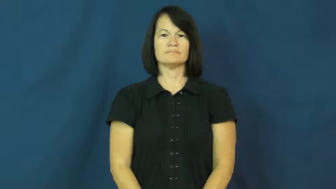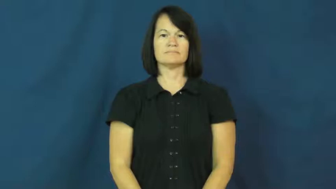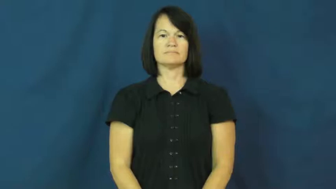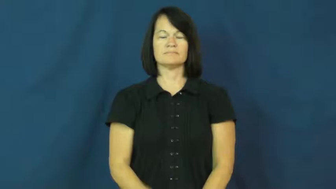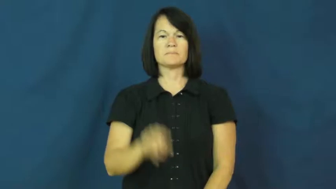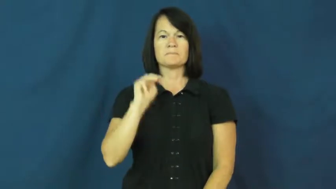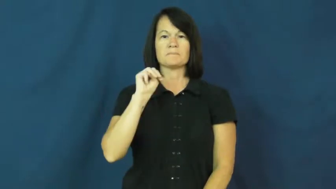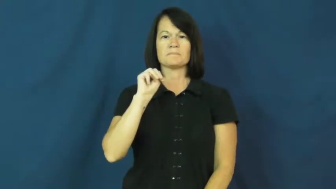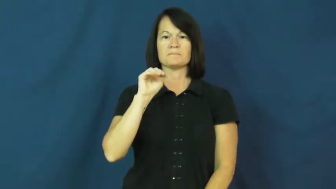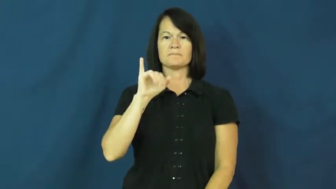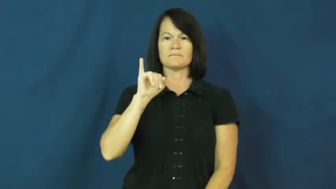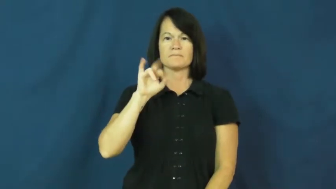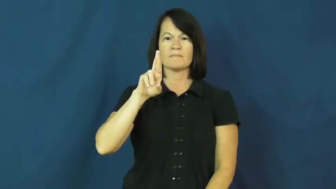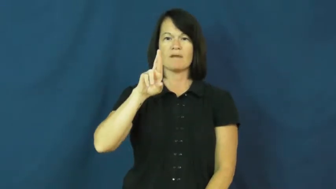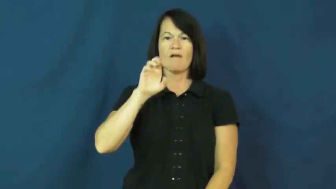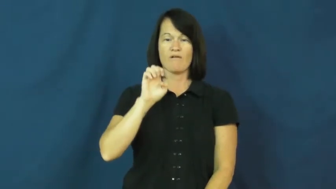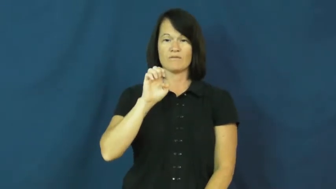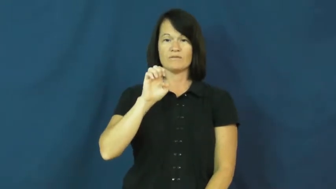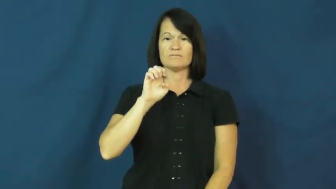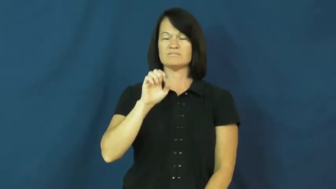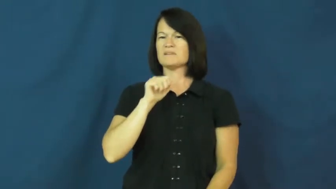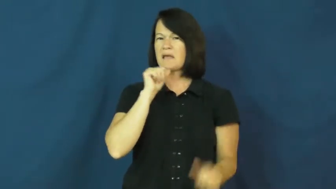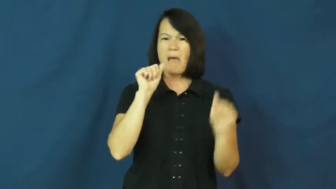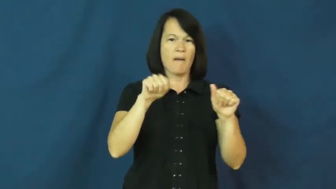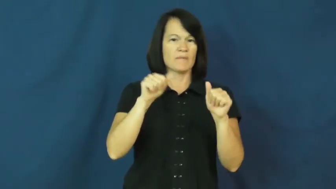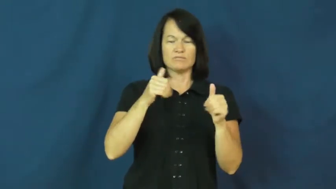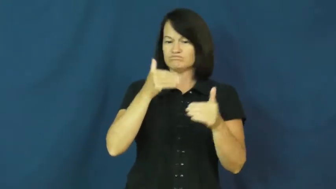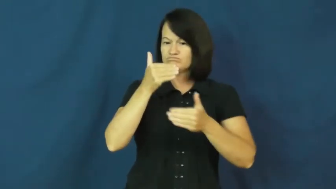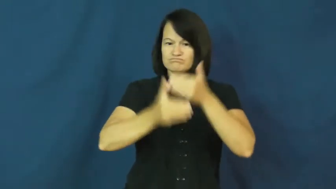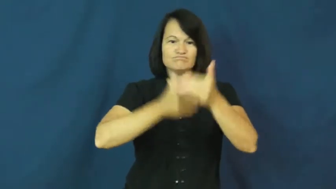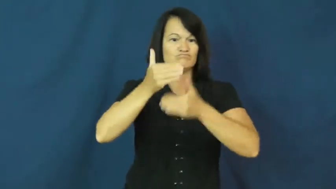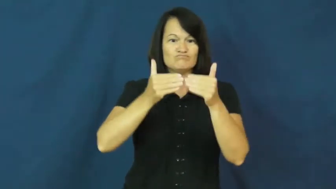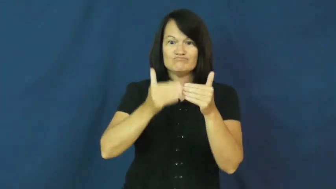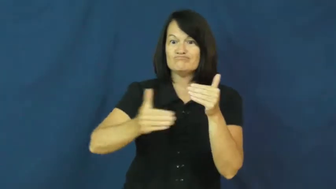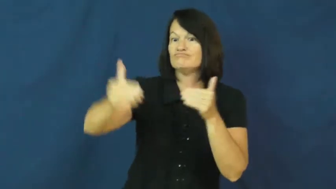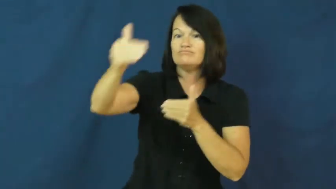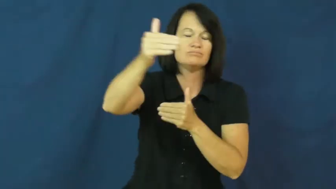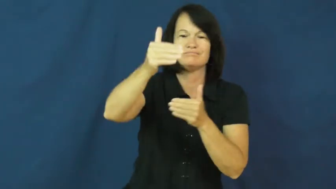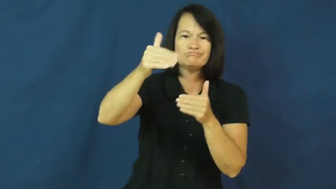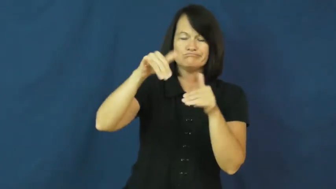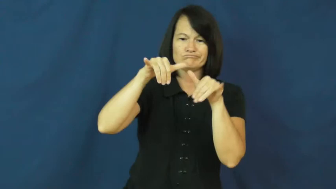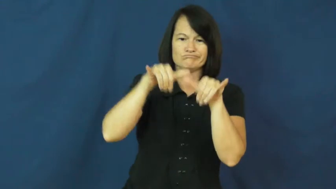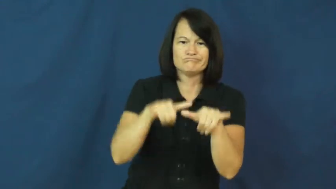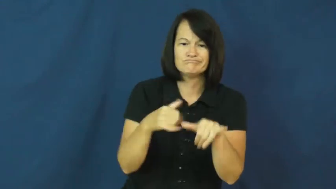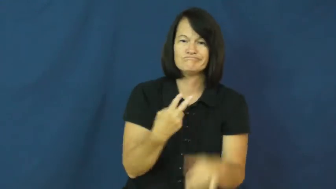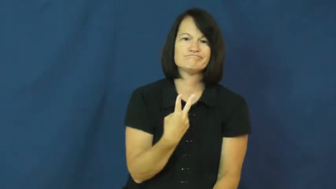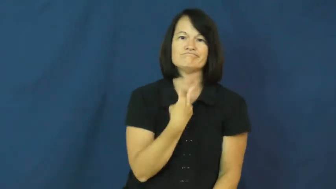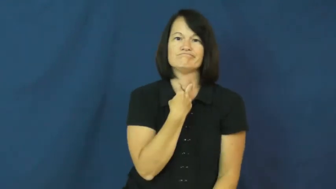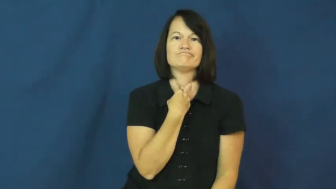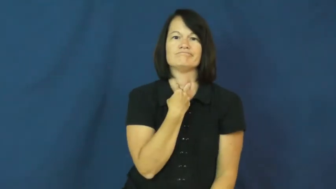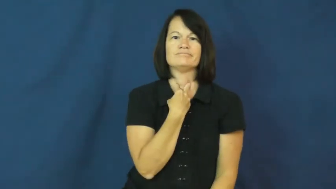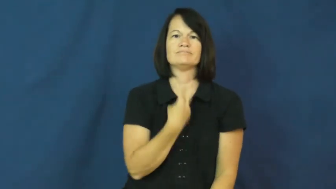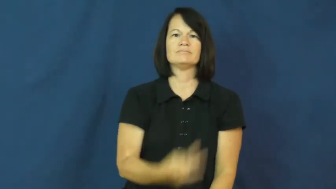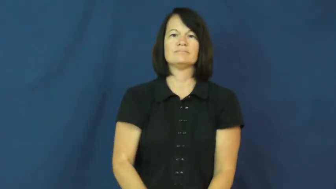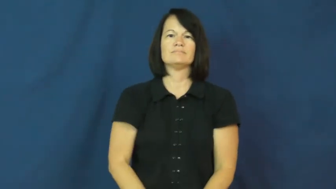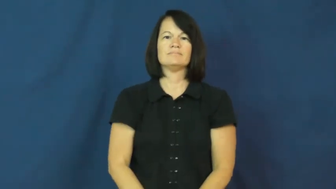mire-can't progress